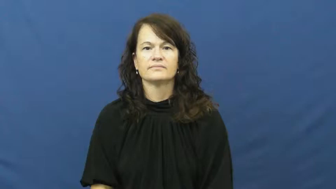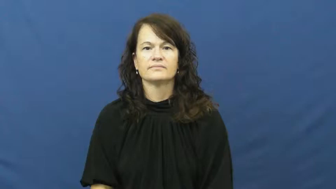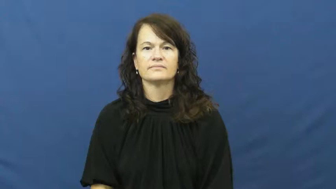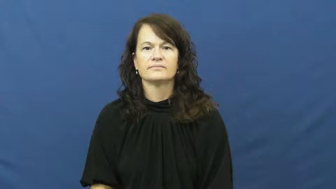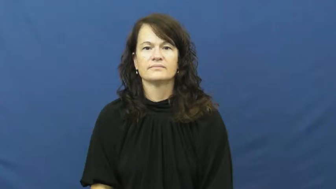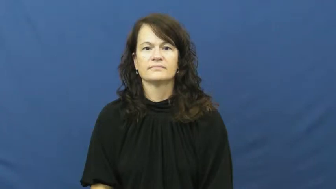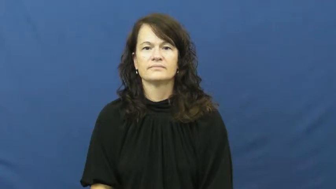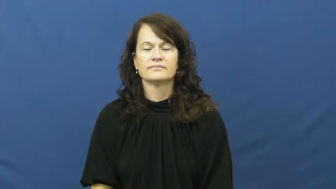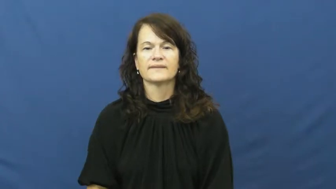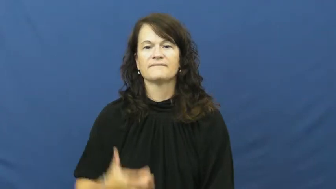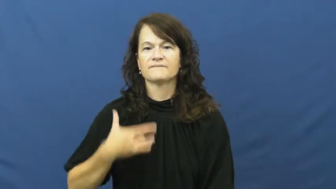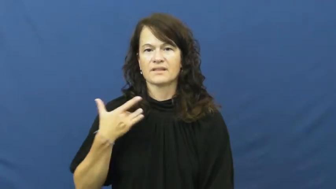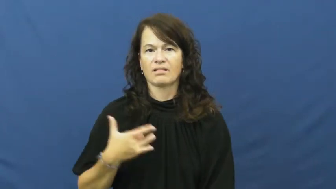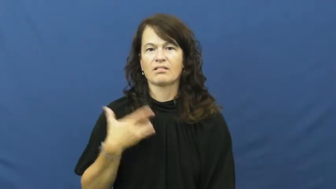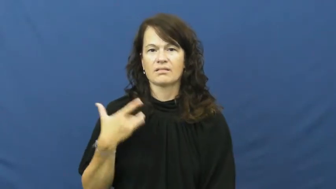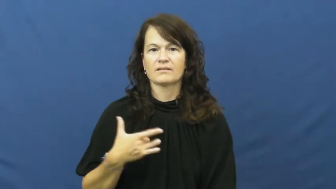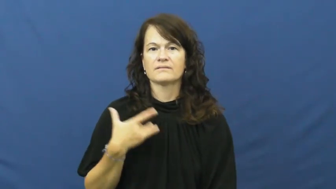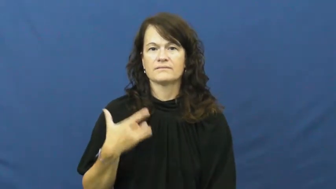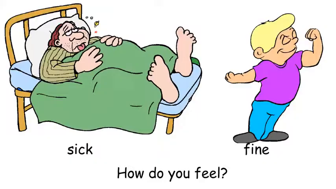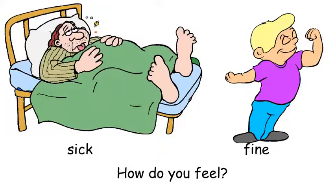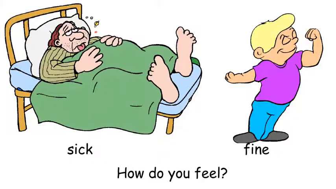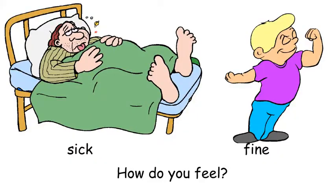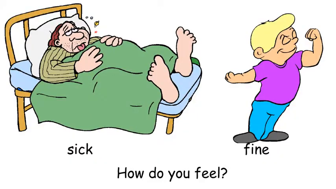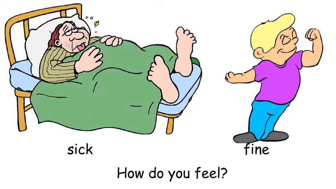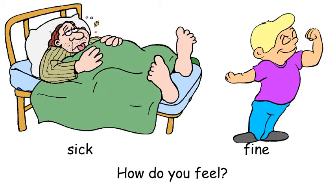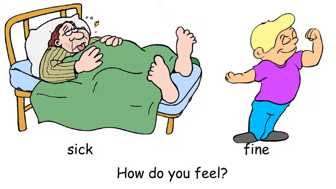feel-physically